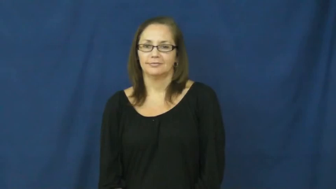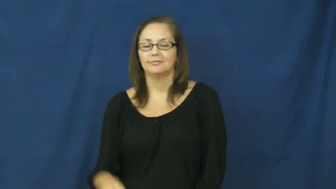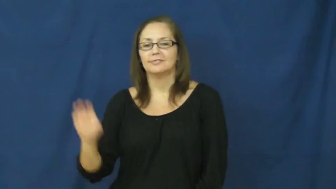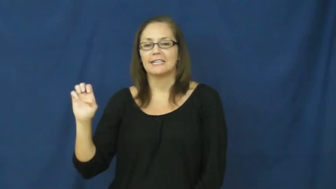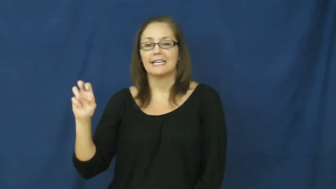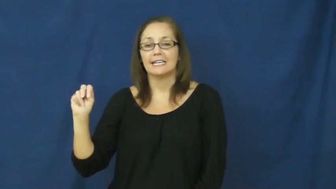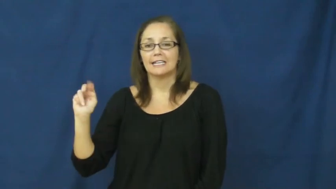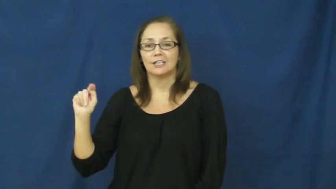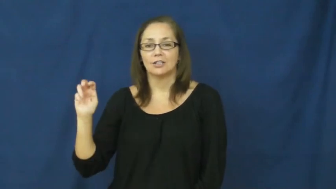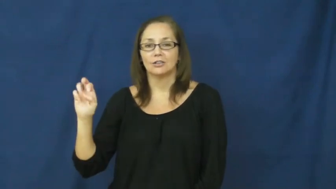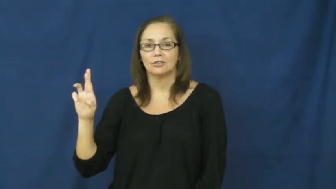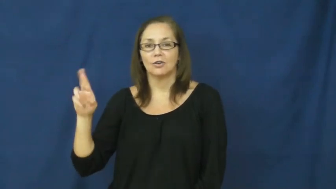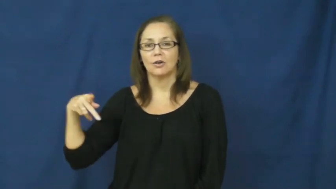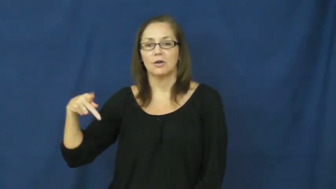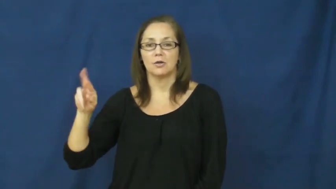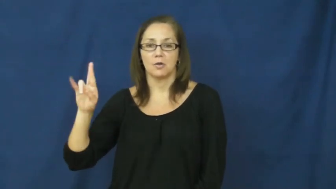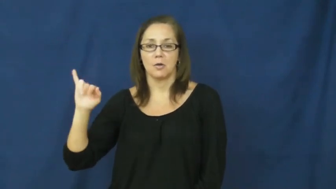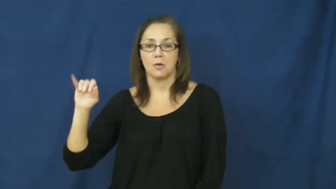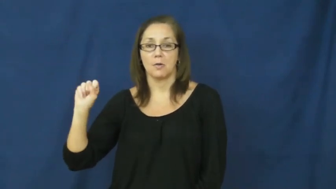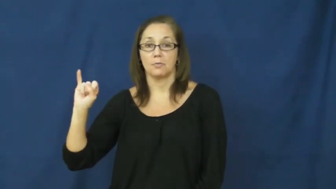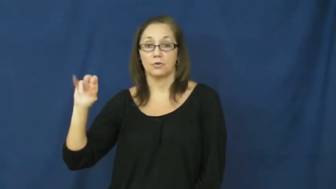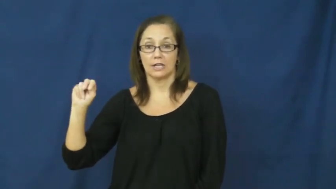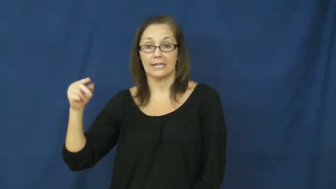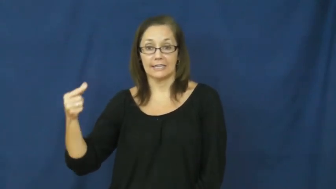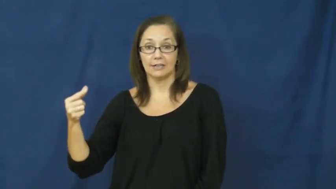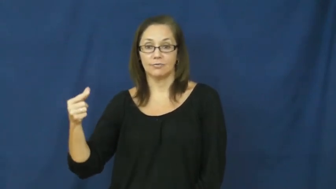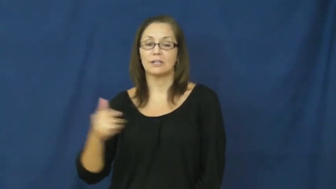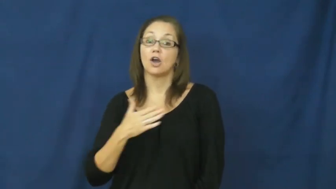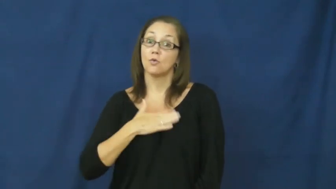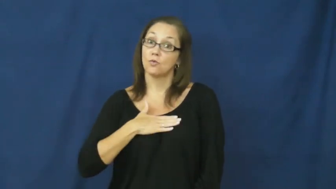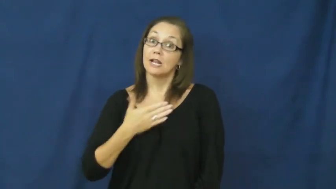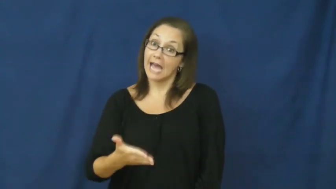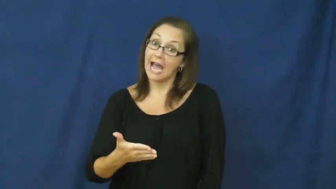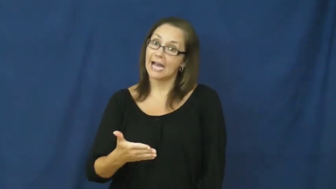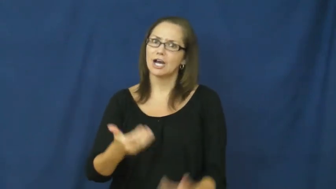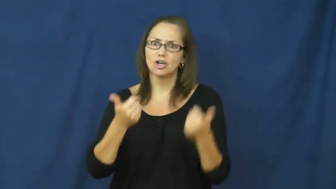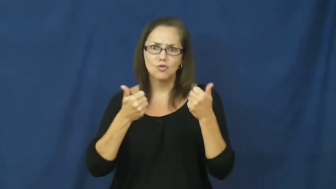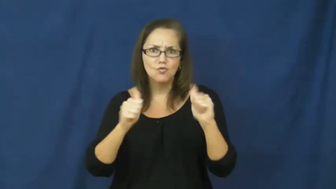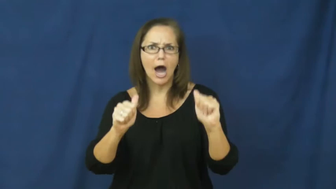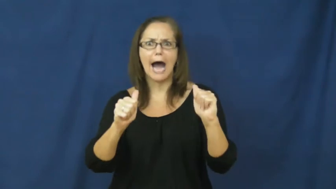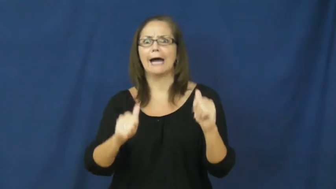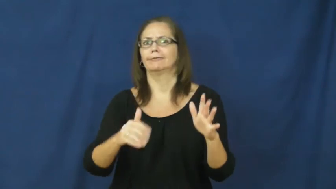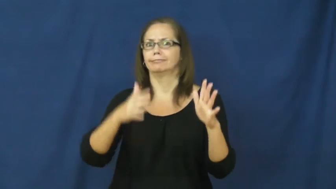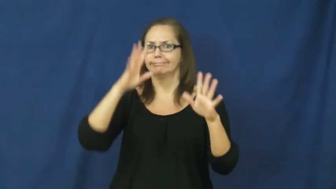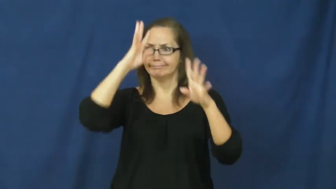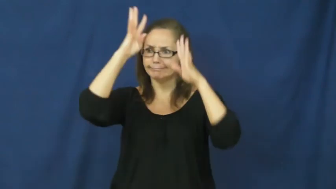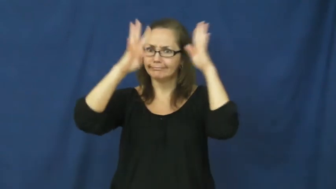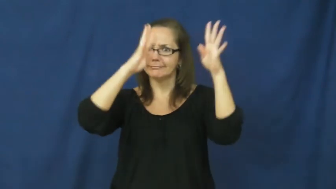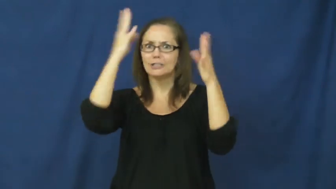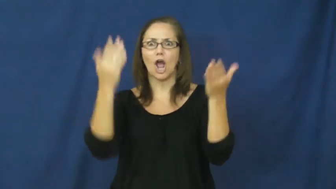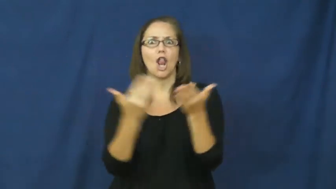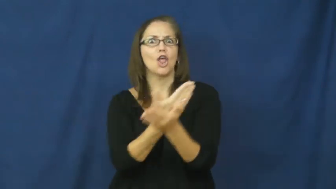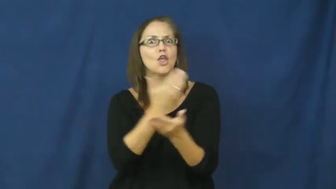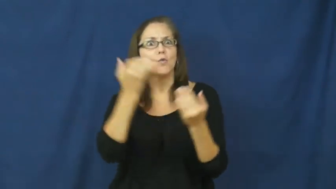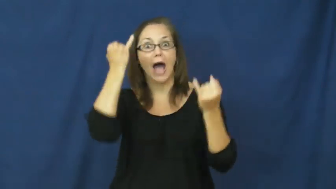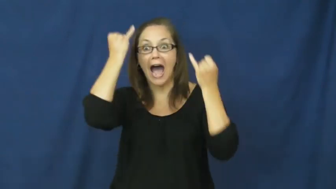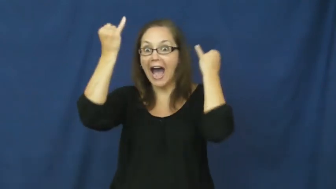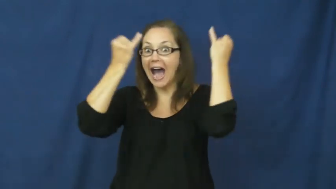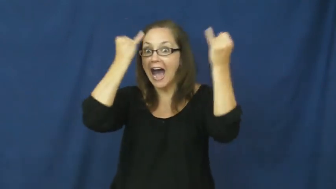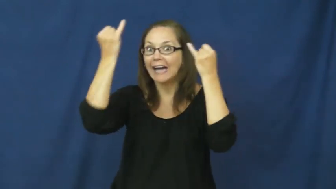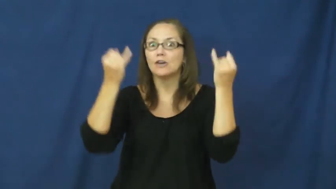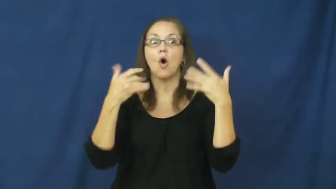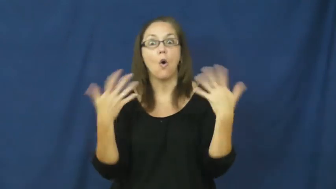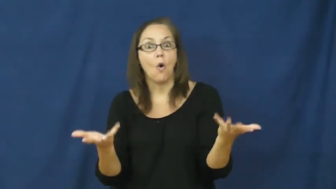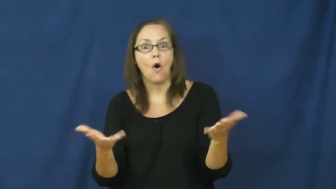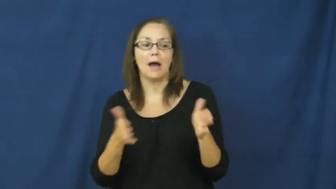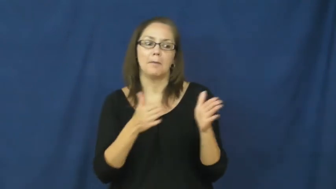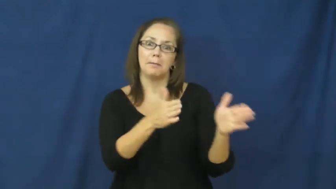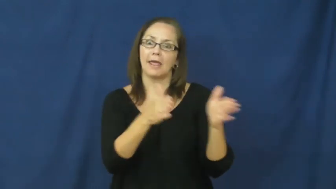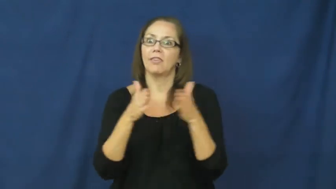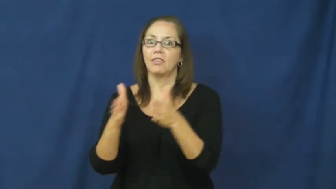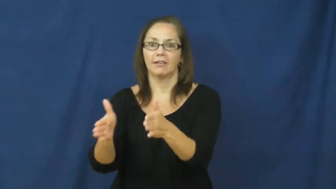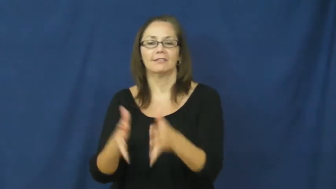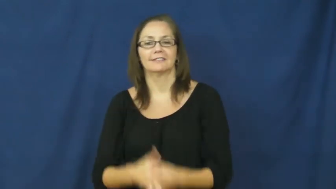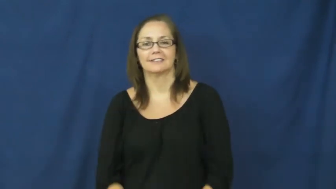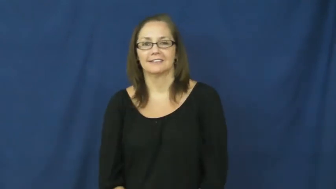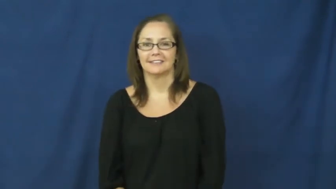enterprising